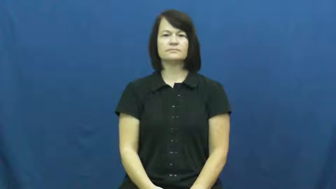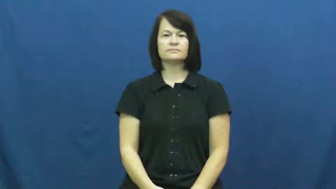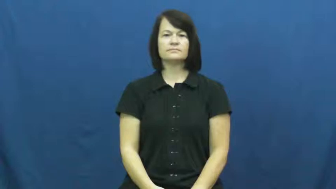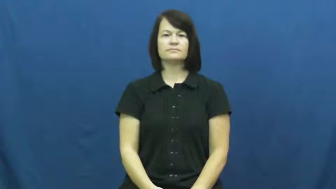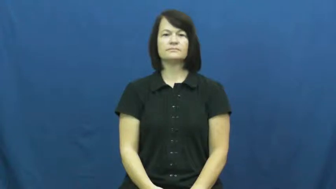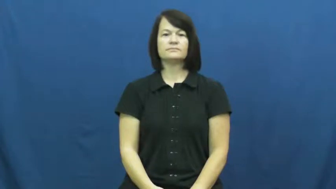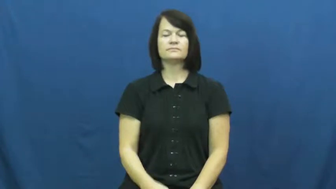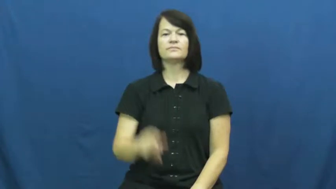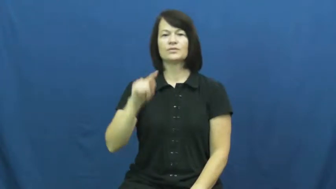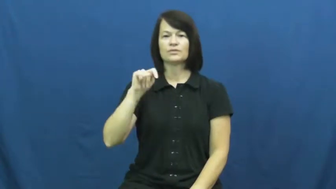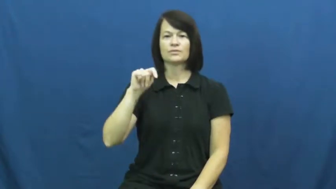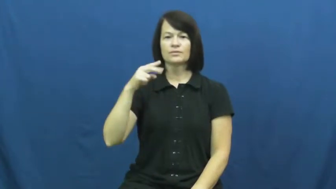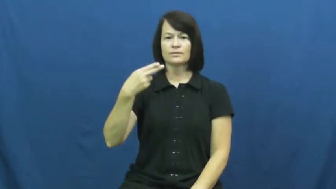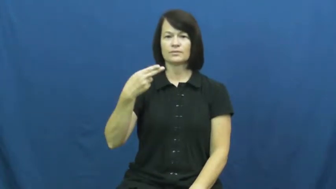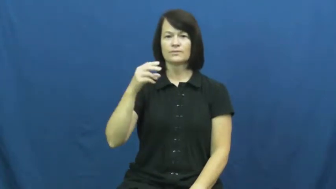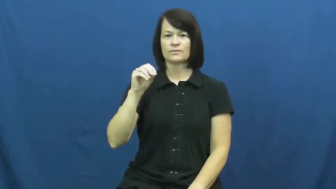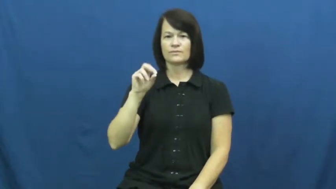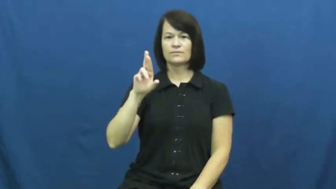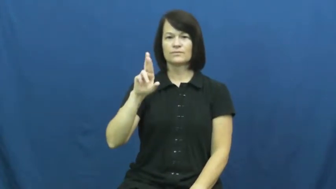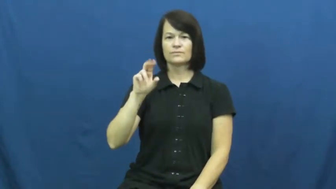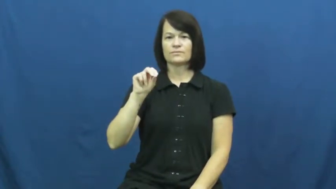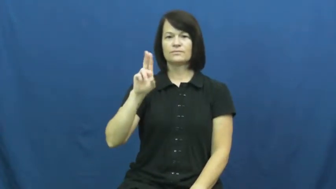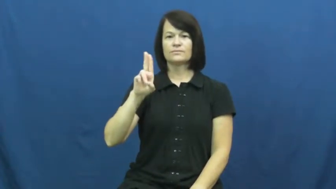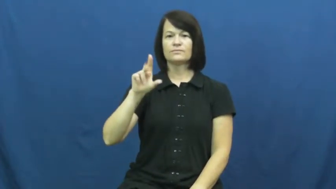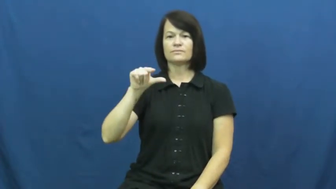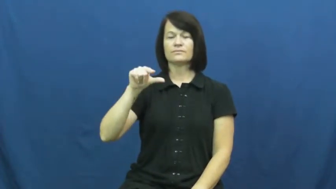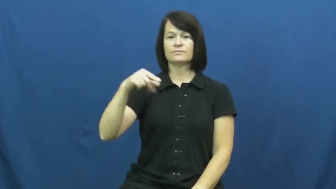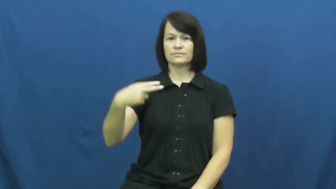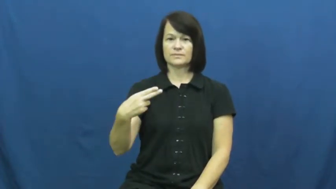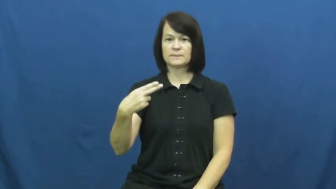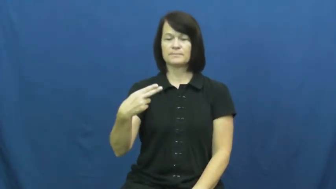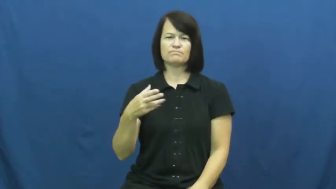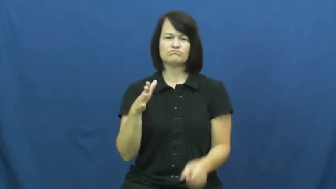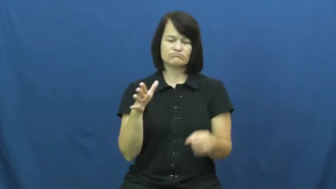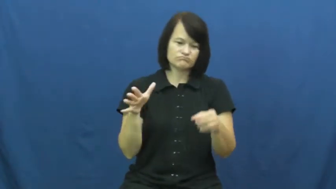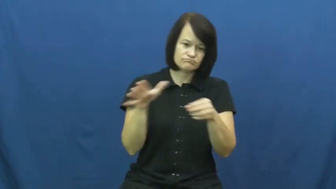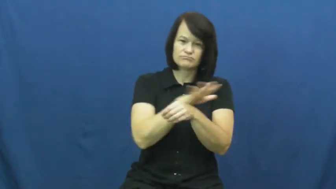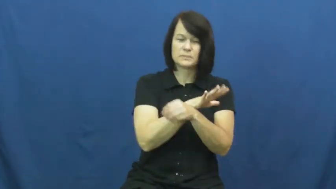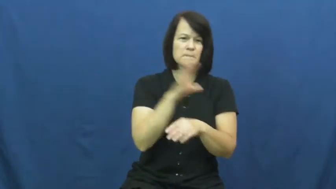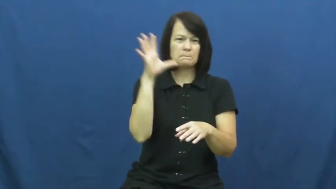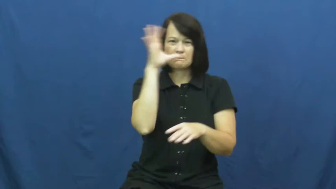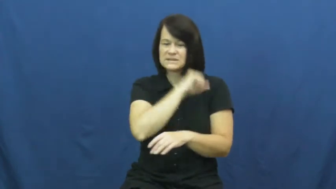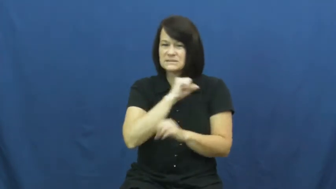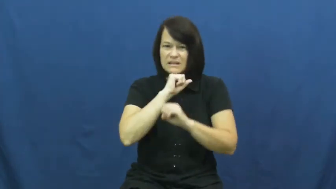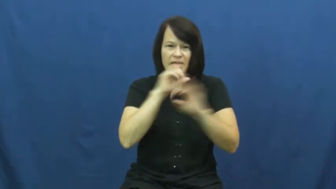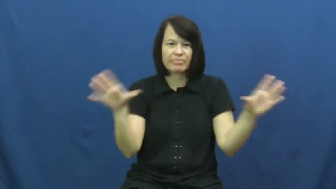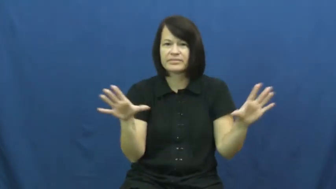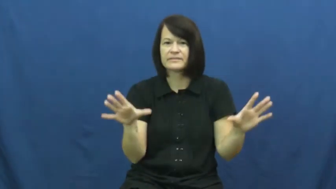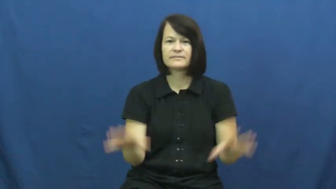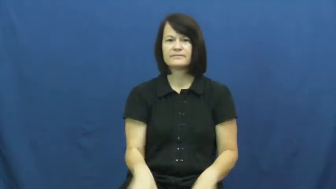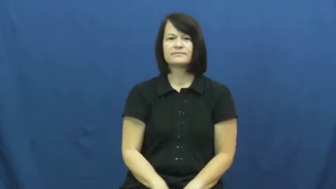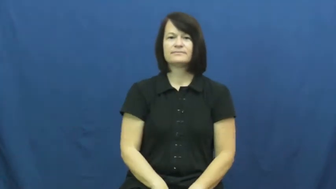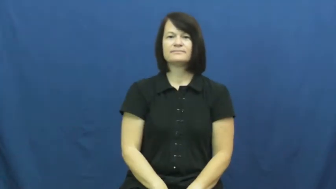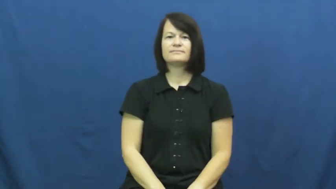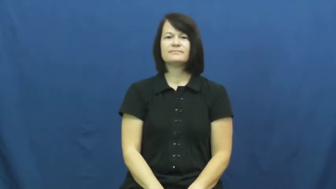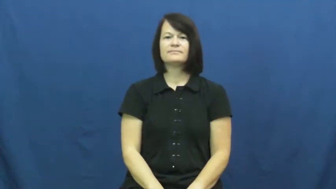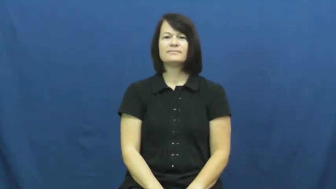thorough